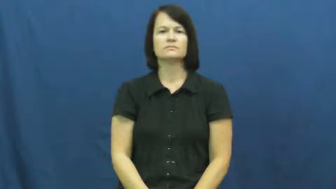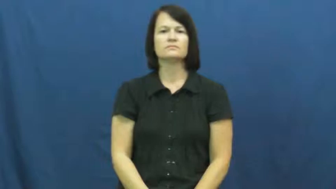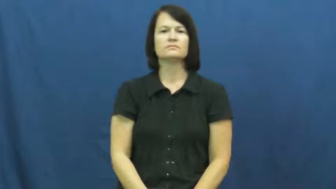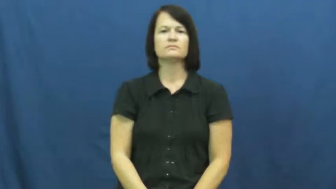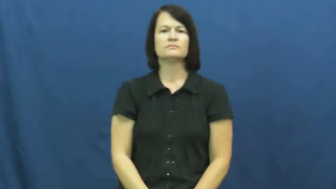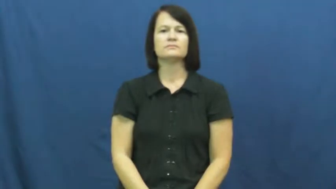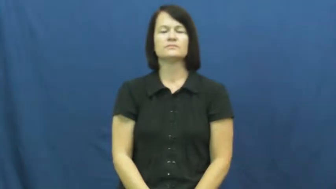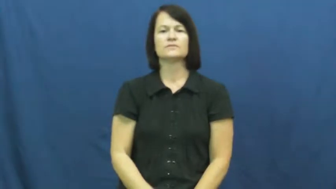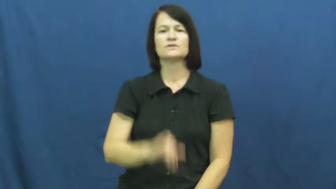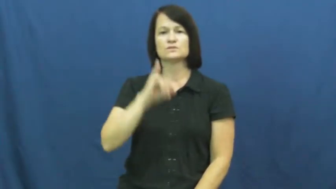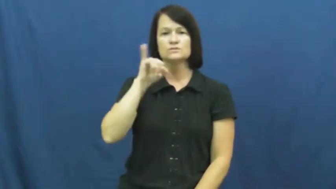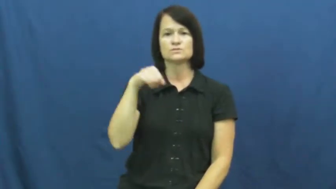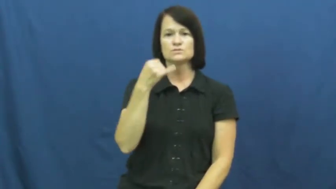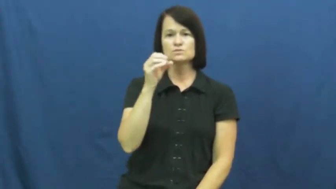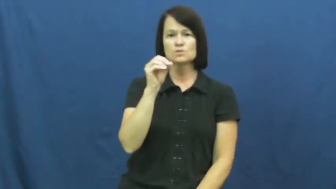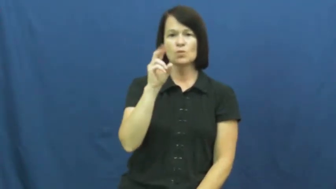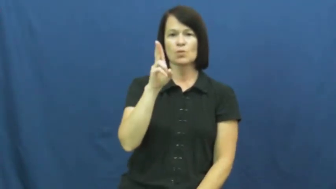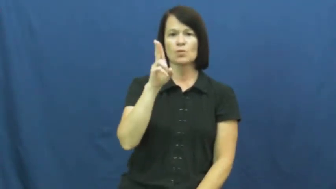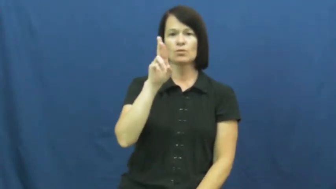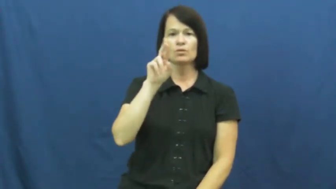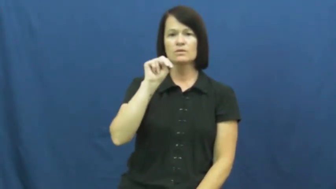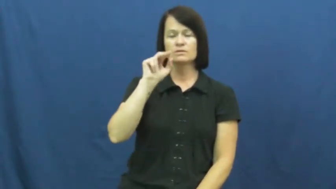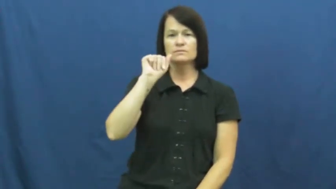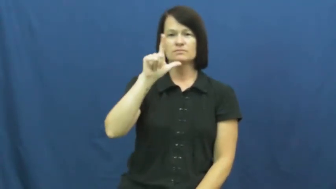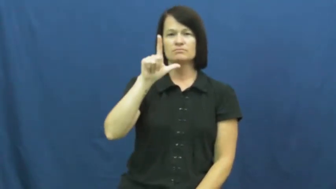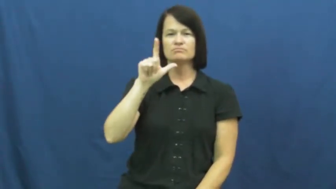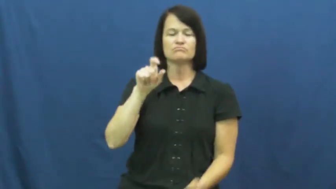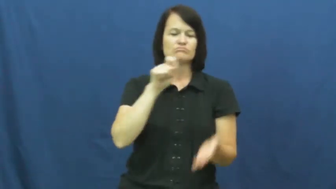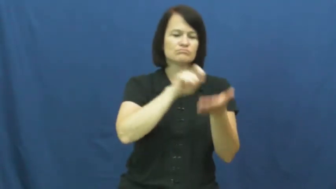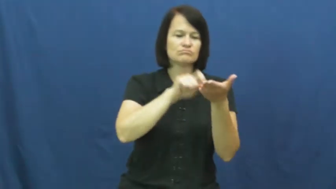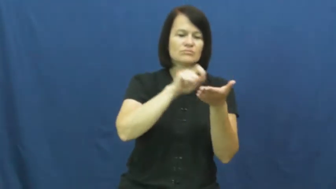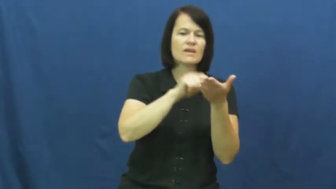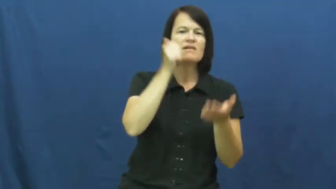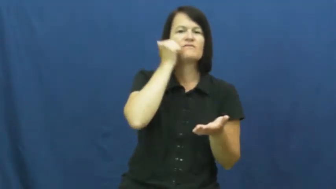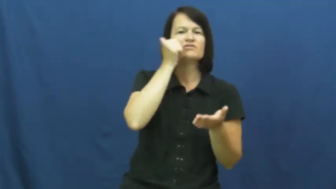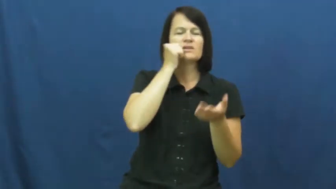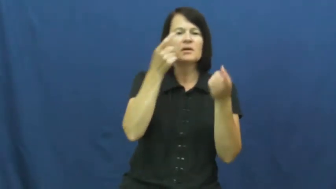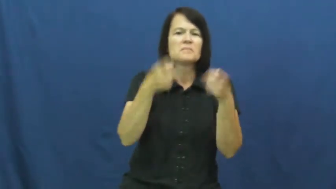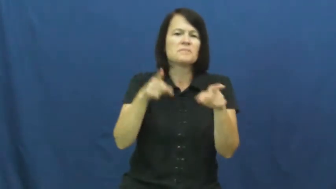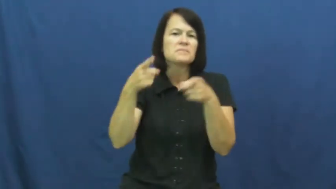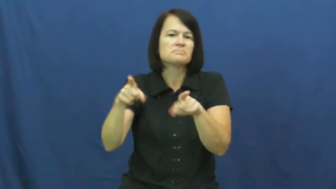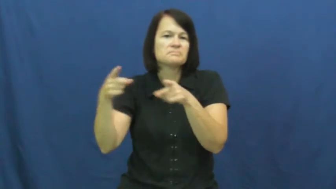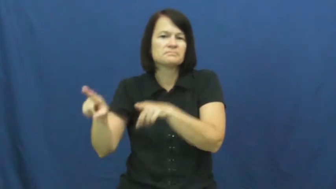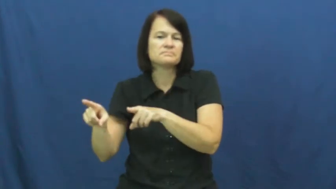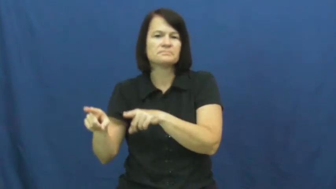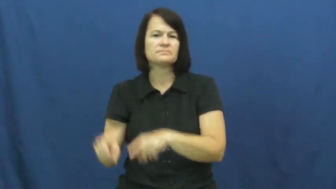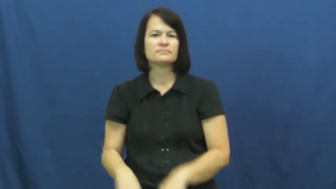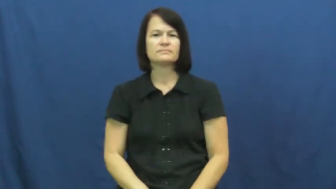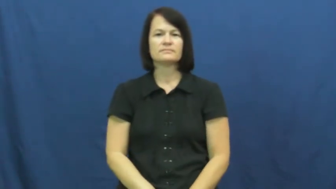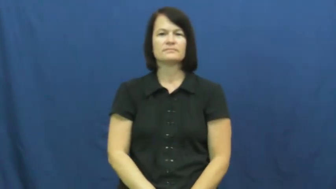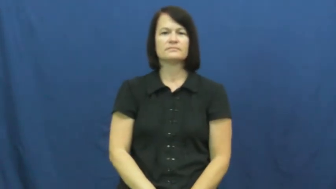journal-action